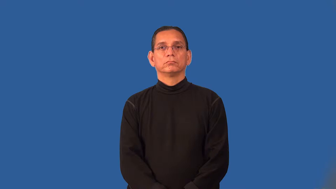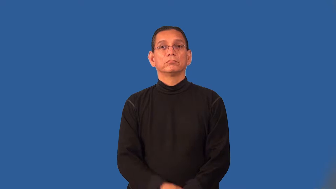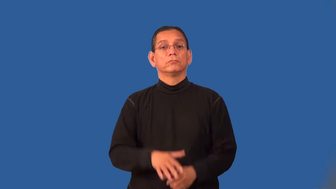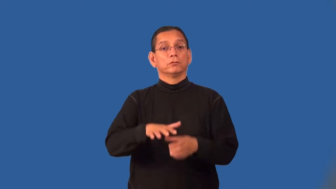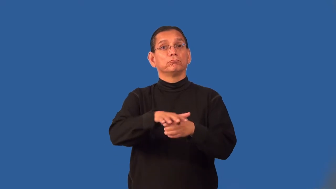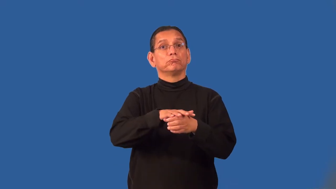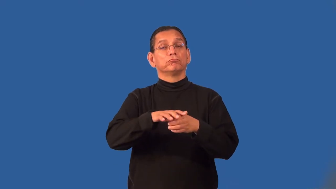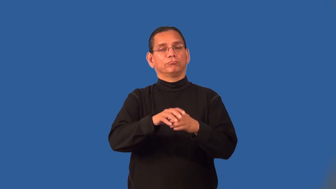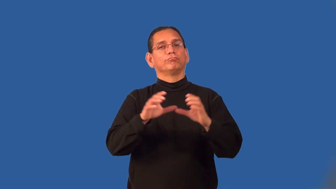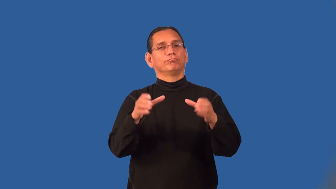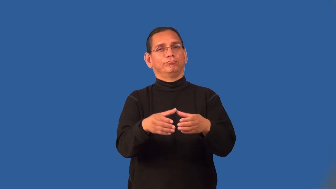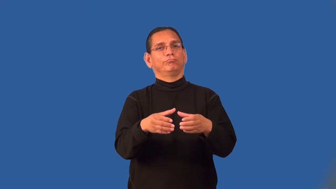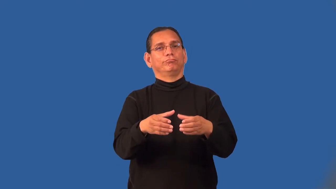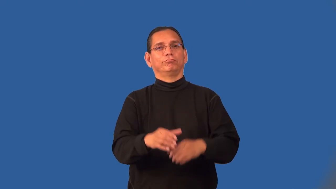precinct